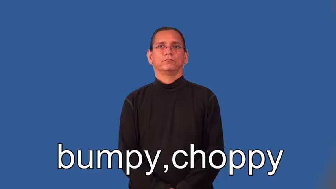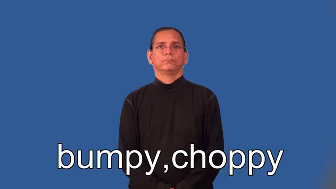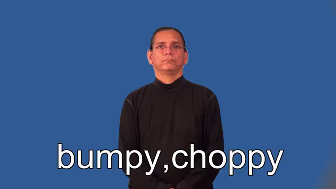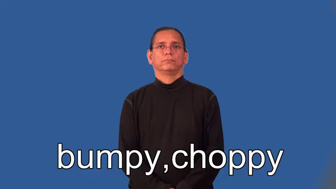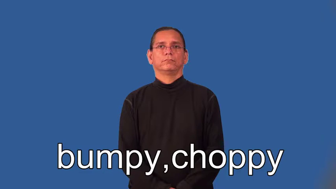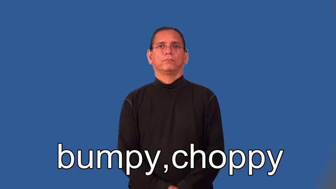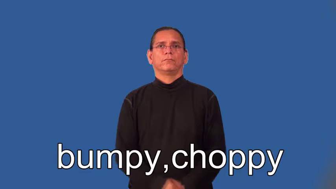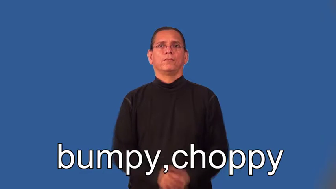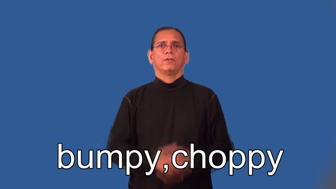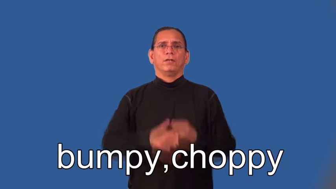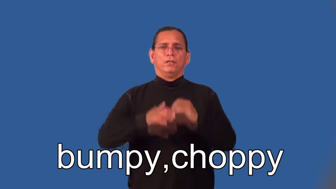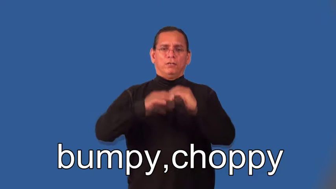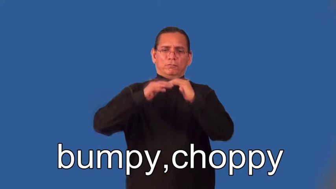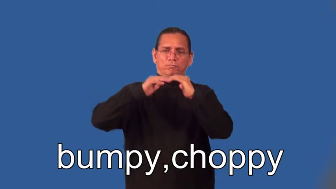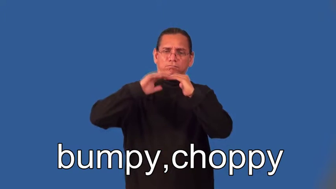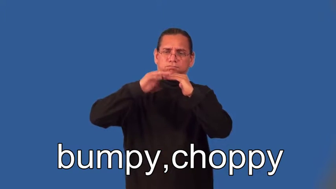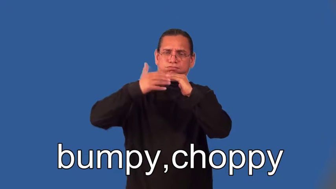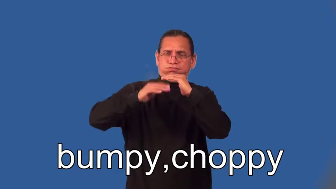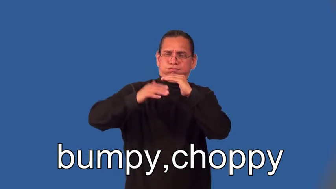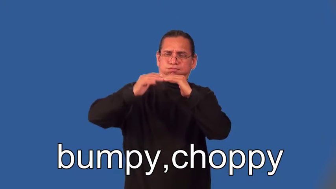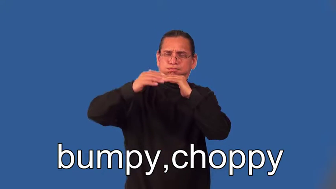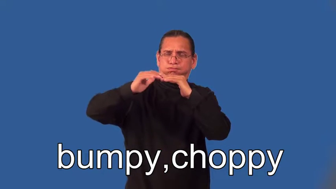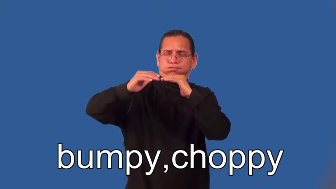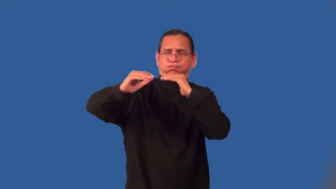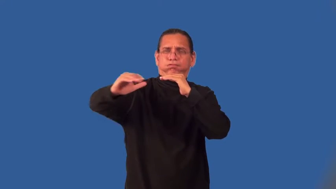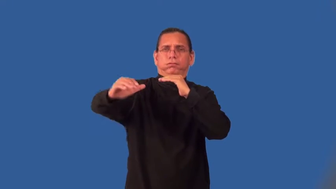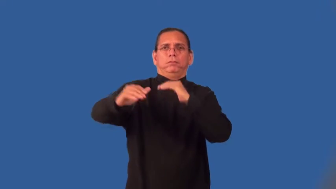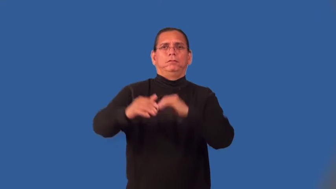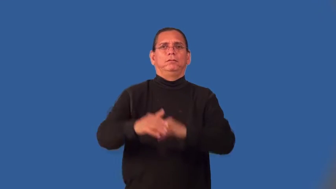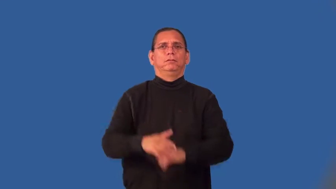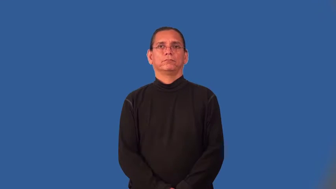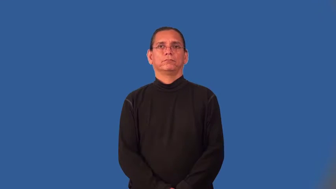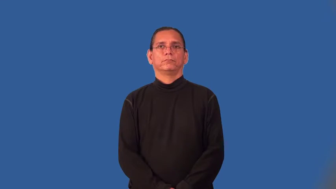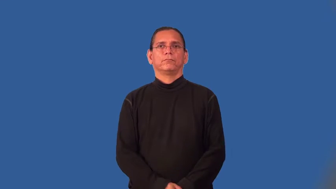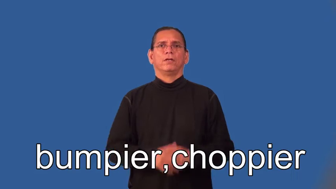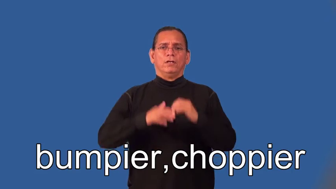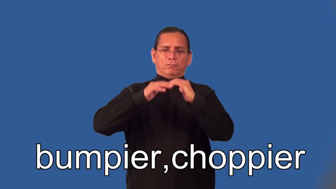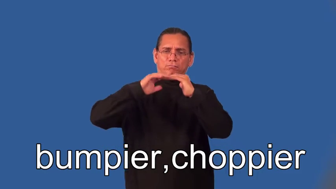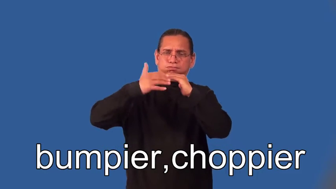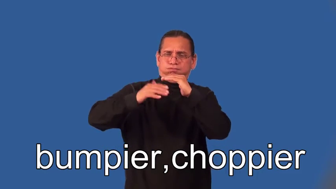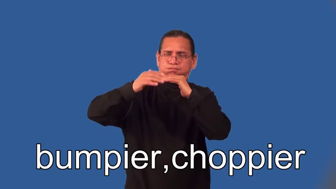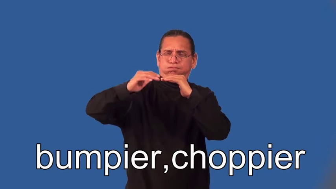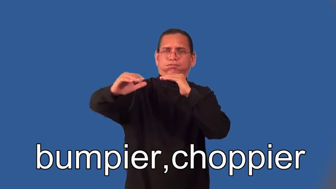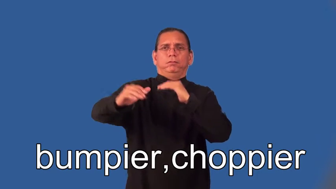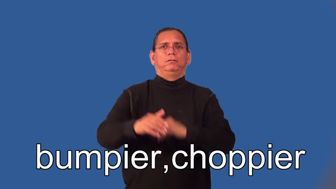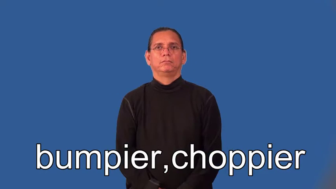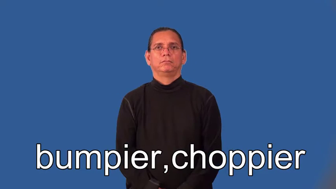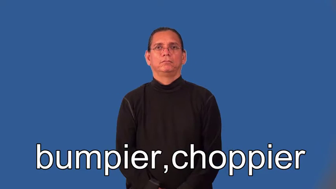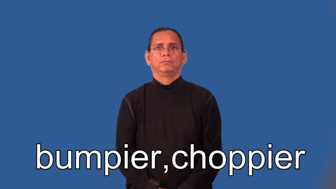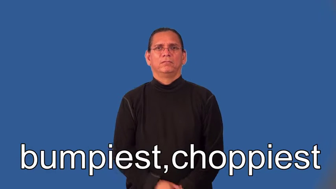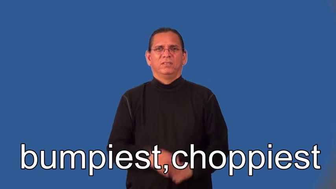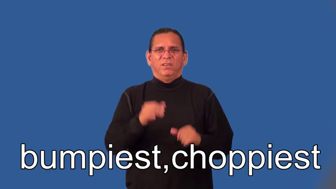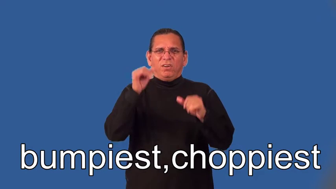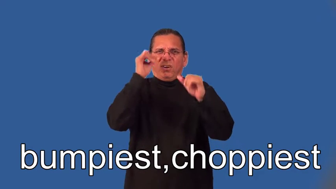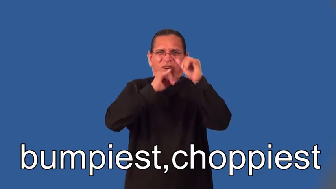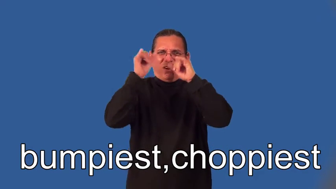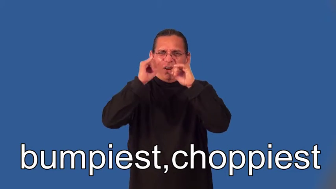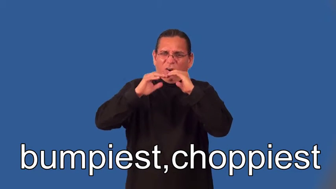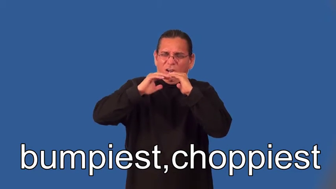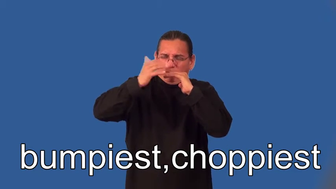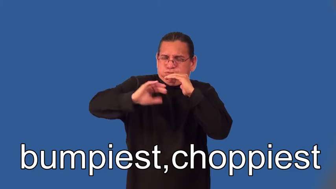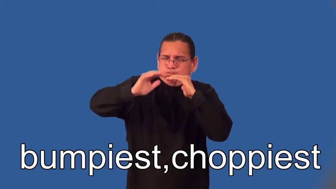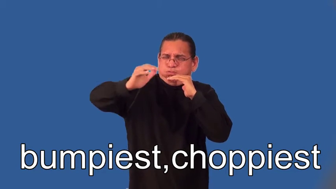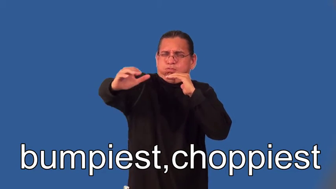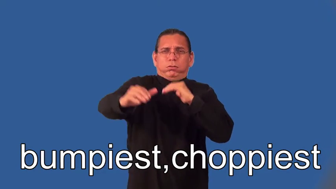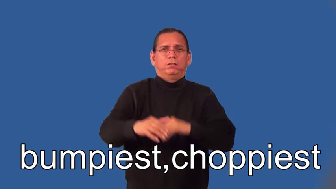bumpier,choppier,bumpiest,choppiest